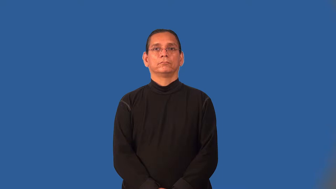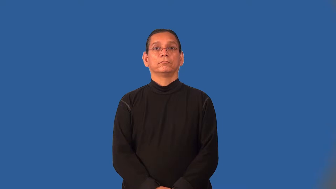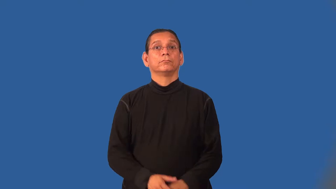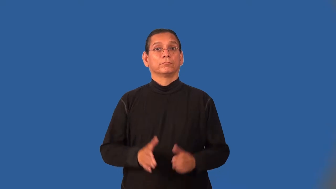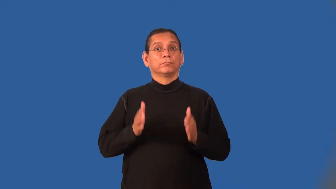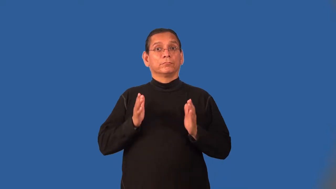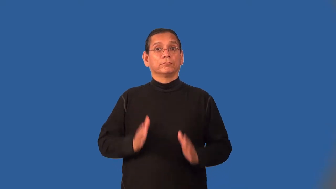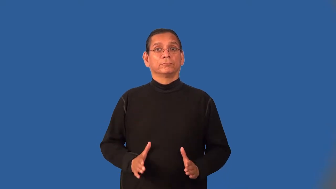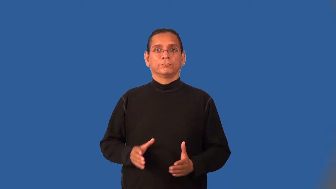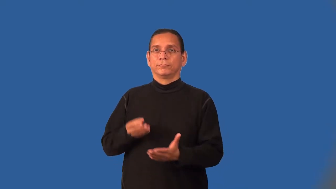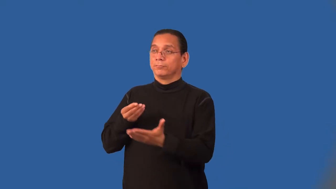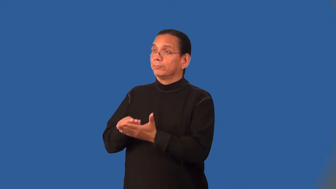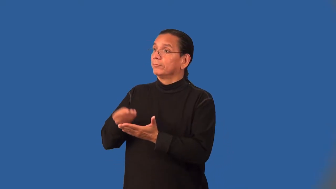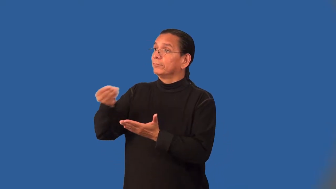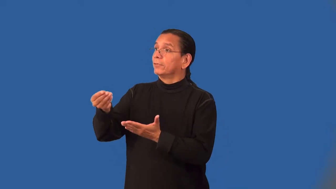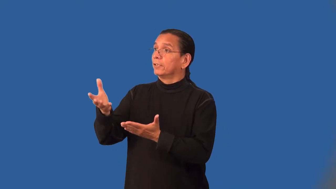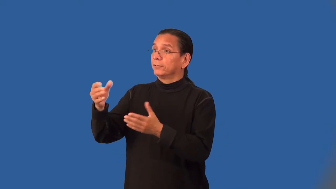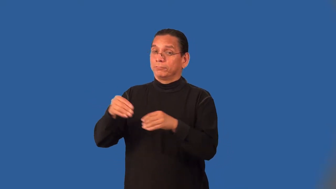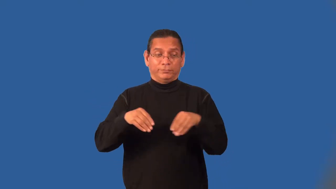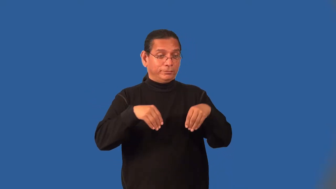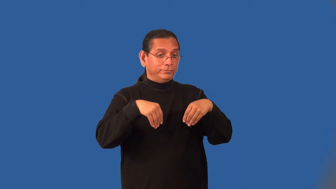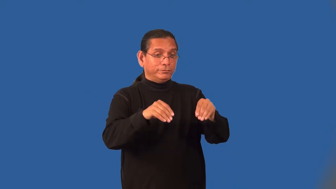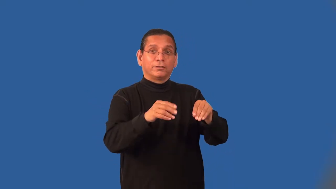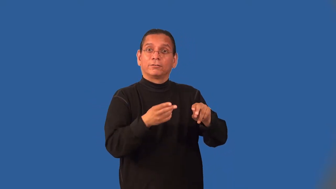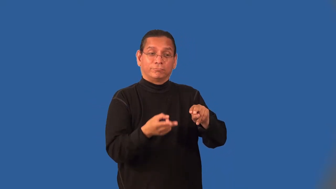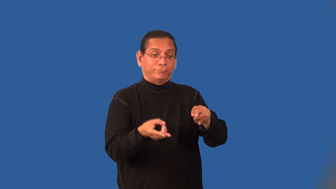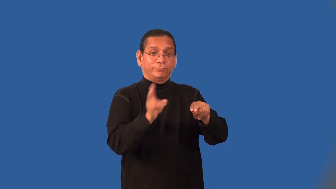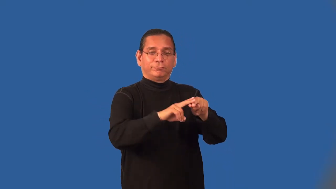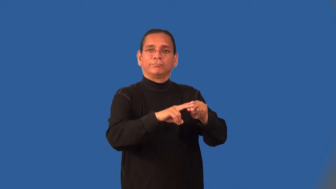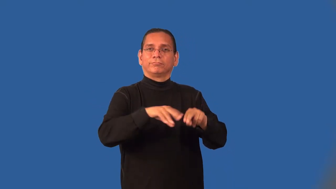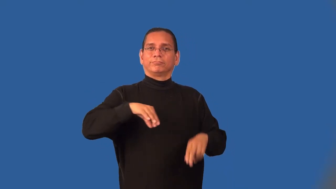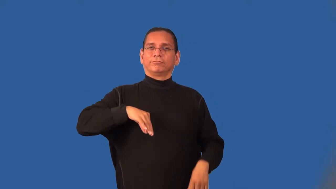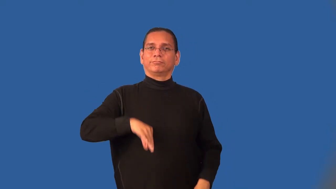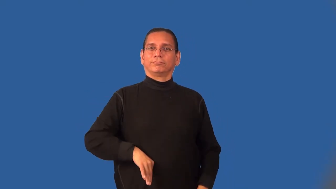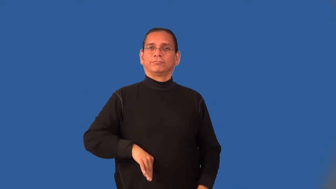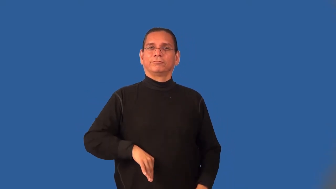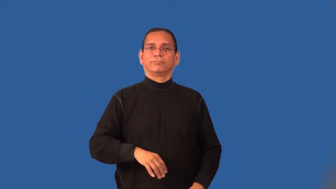middleman